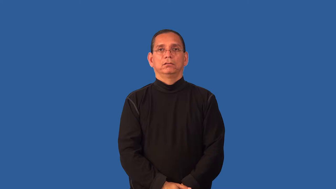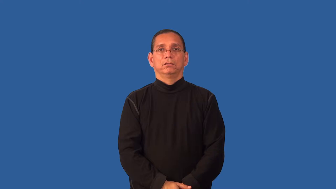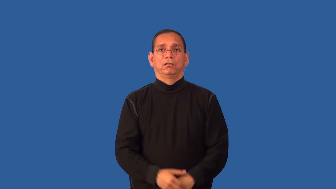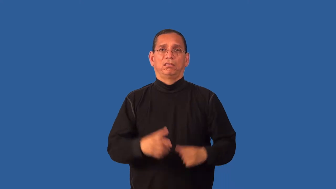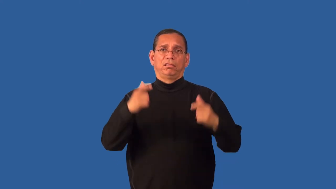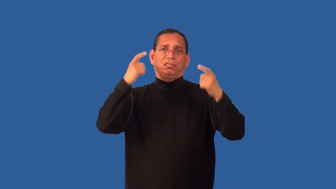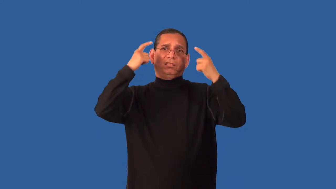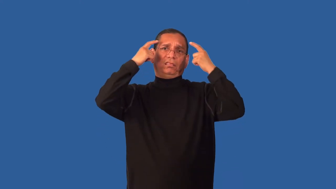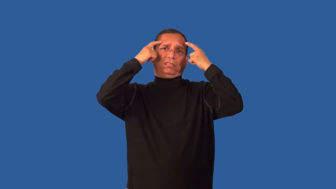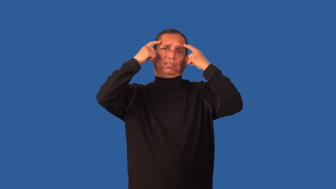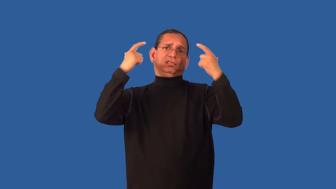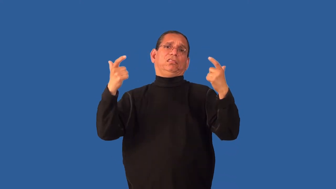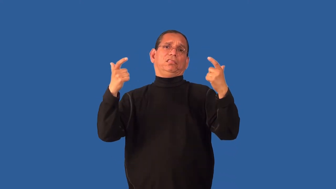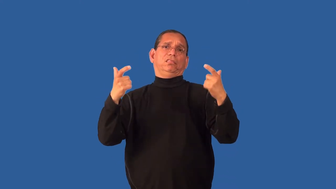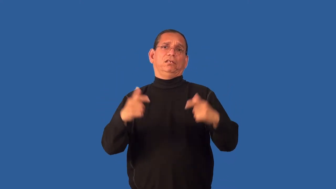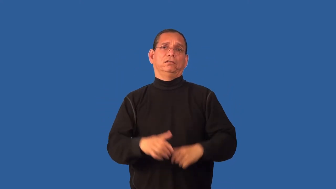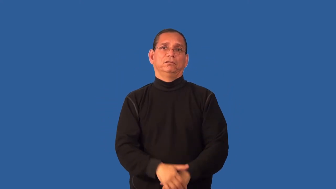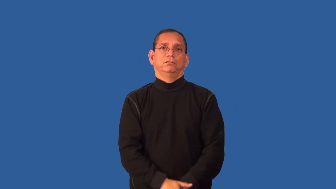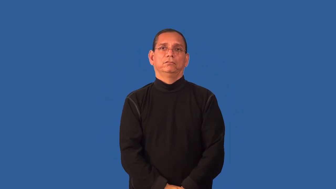egotistic,supercilious,fathead,megalomaniac,showoff,snotty,swash,big